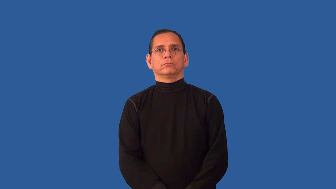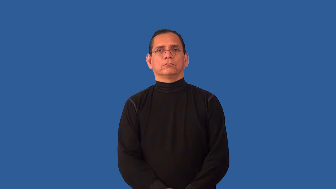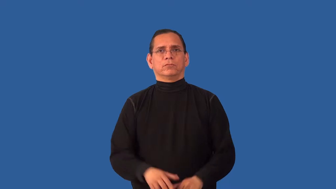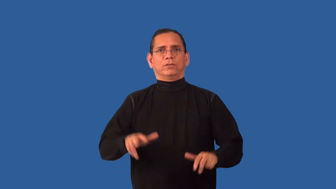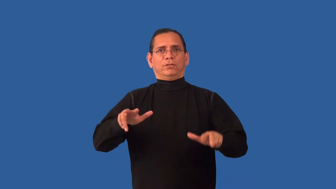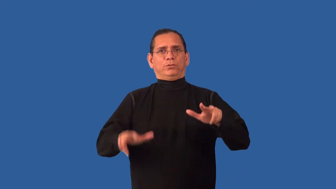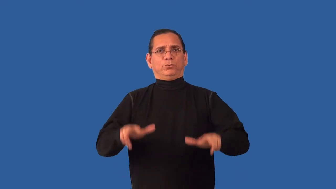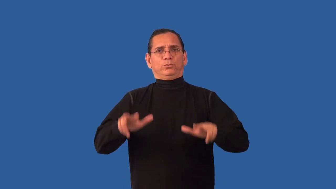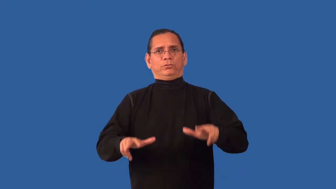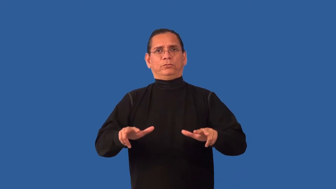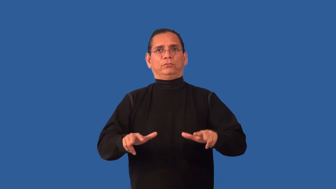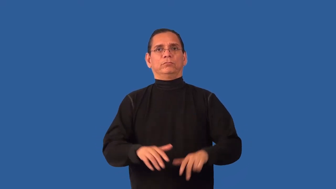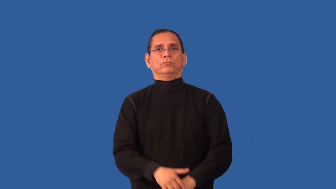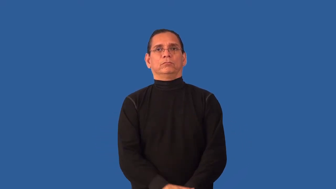unwieldy